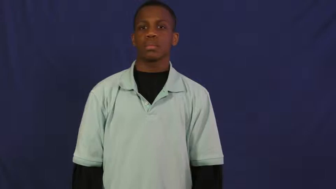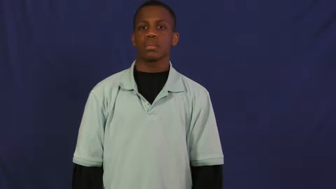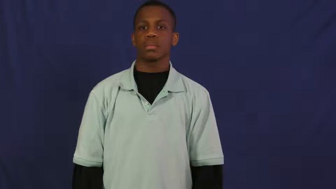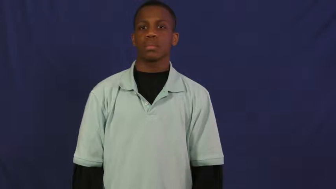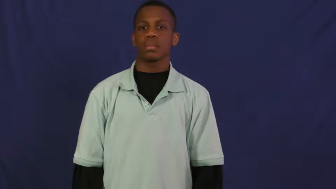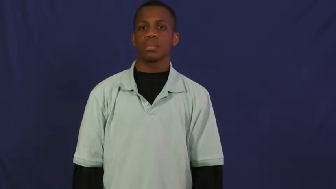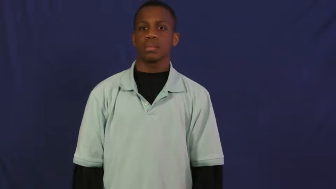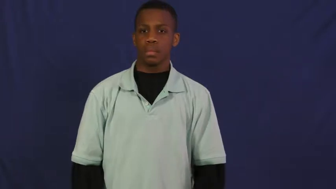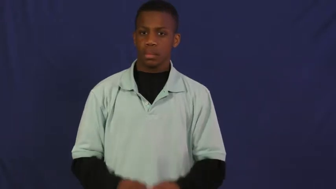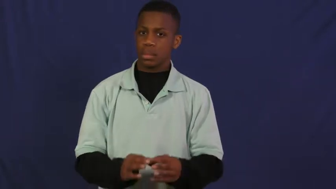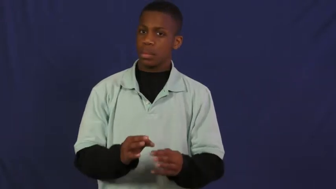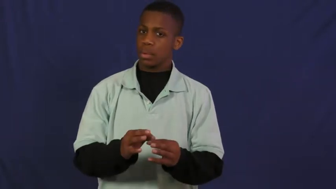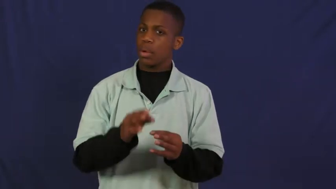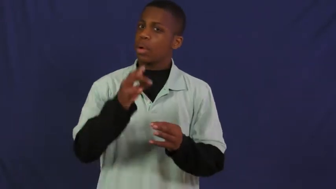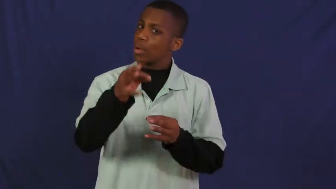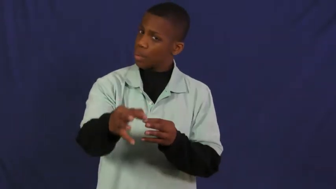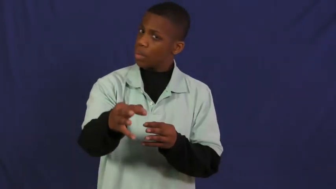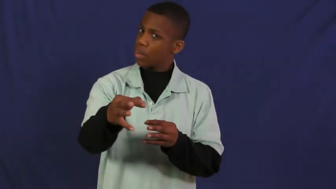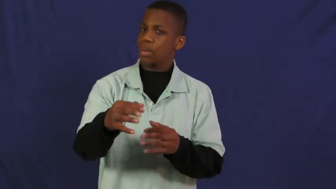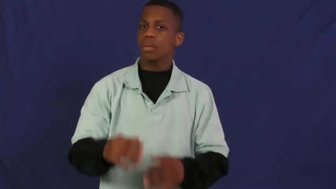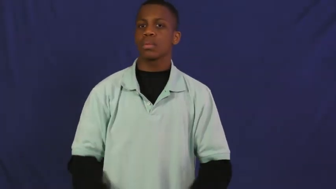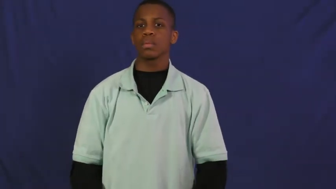delay,stall